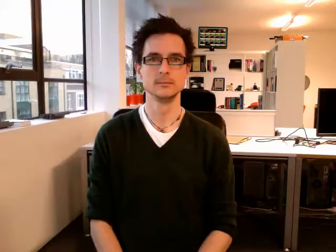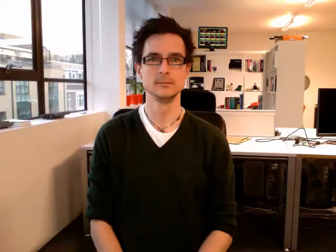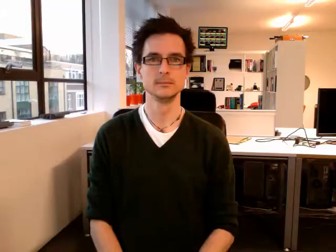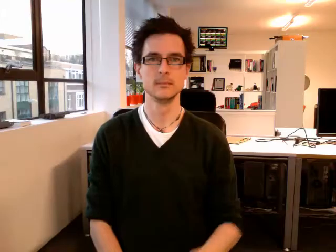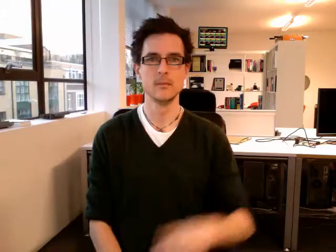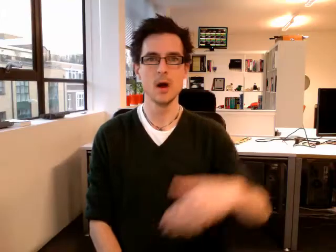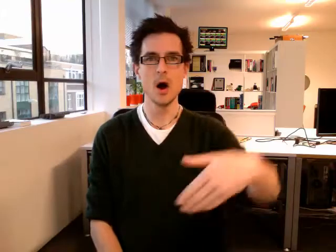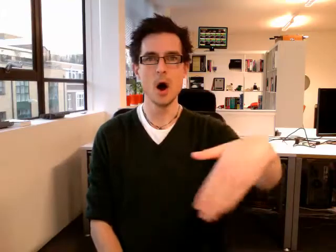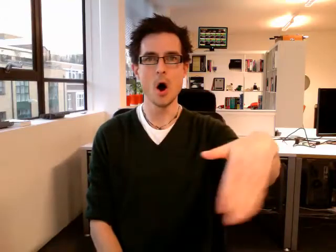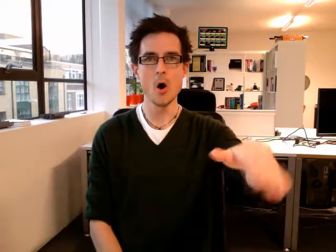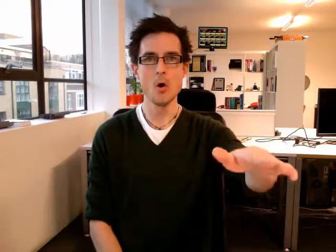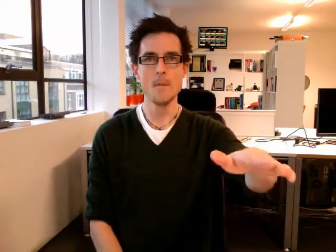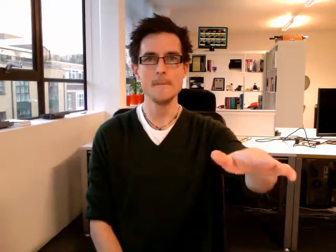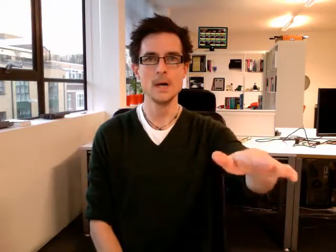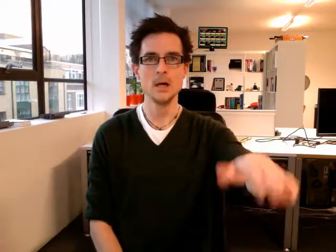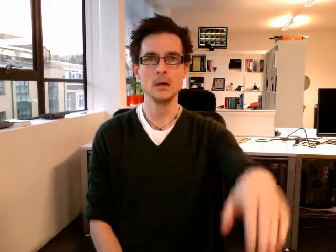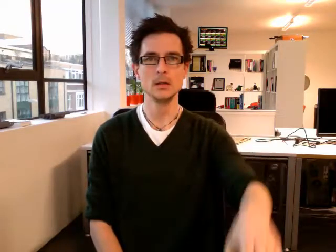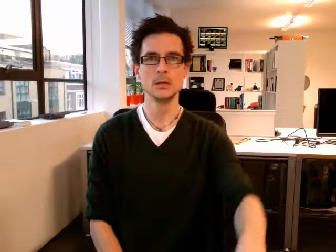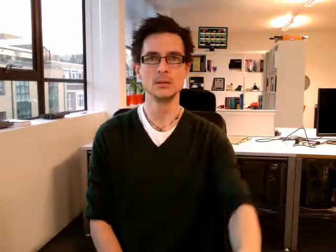home go